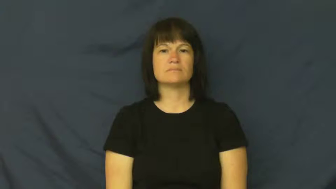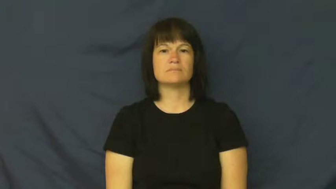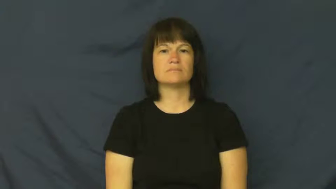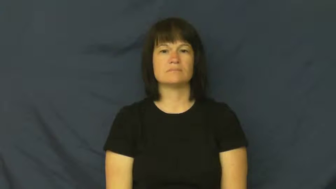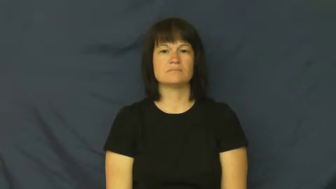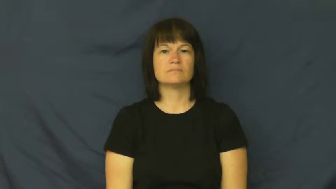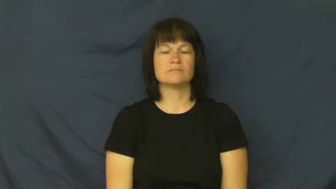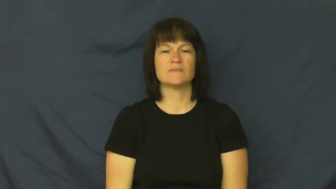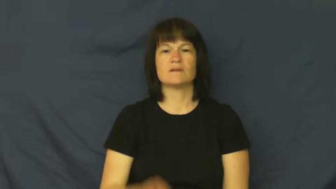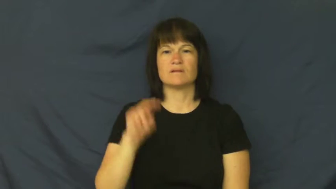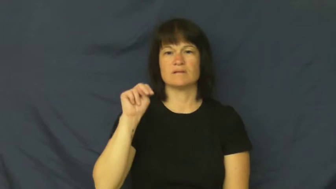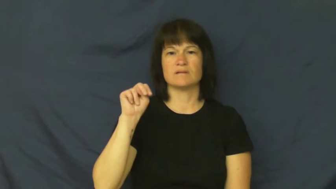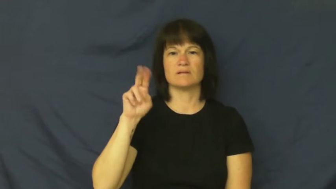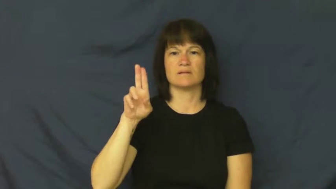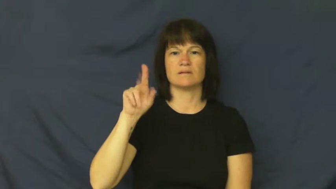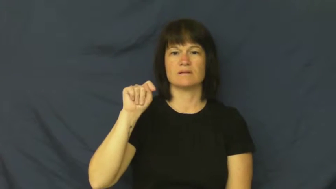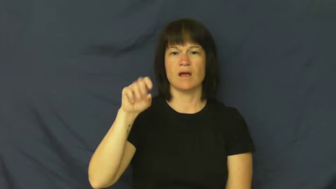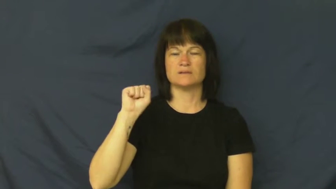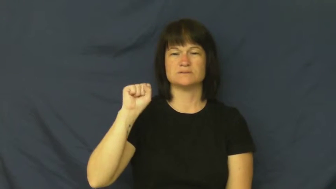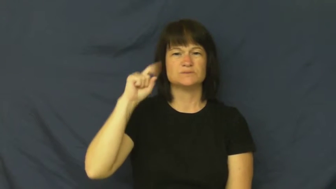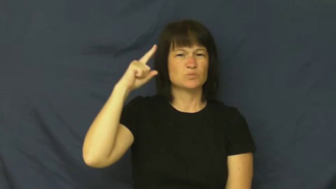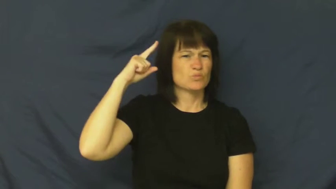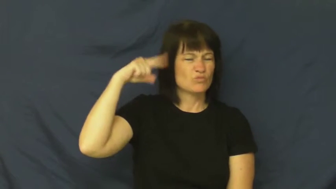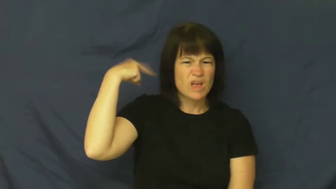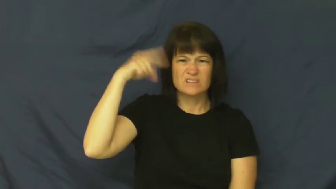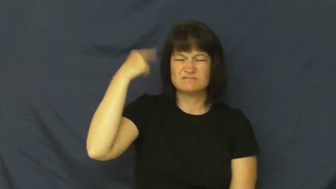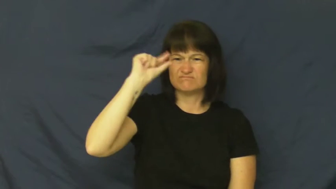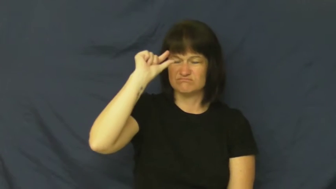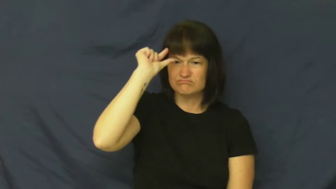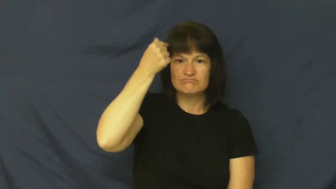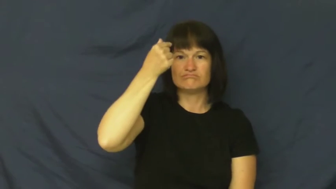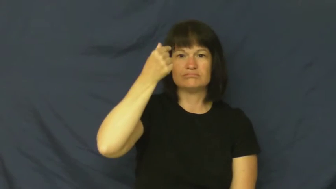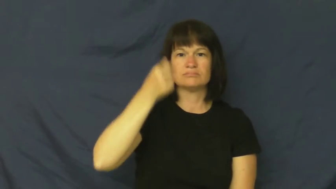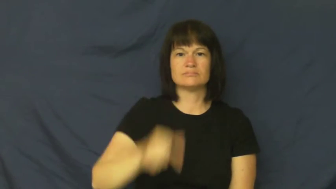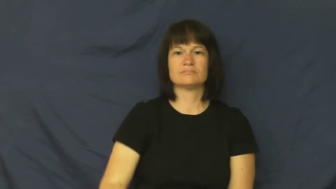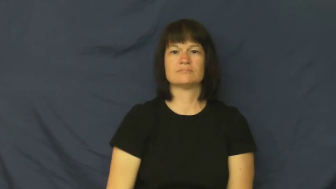nut-crazy